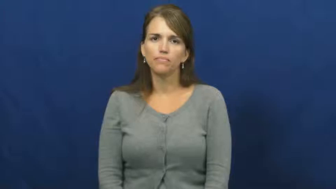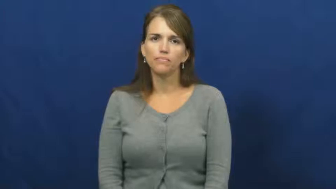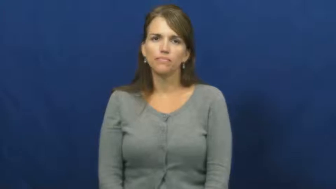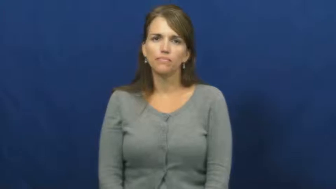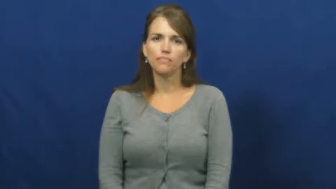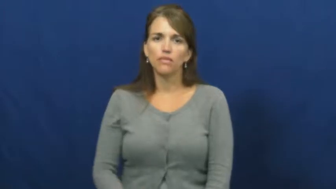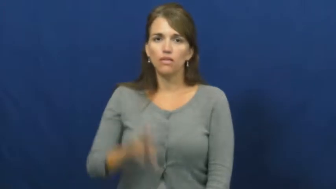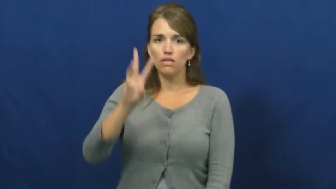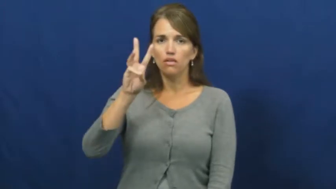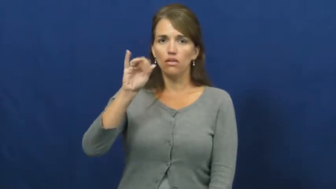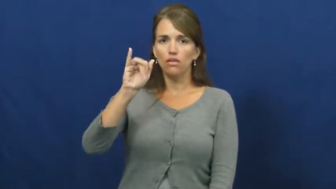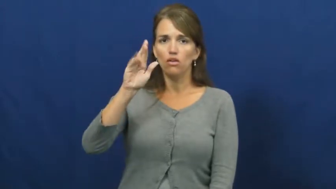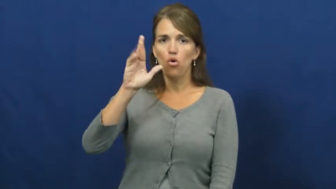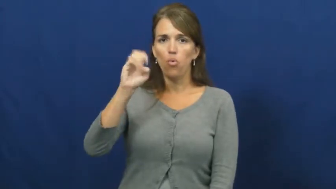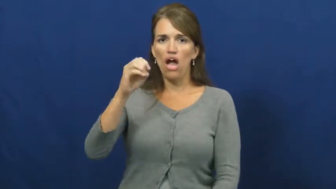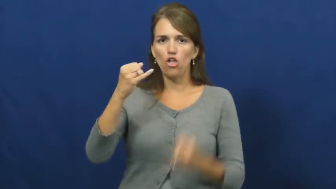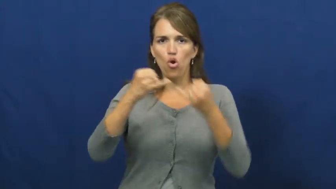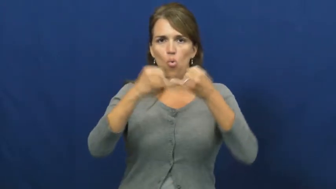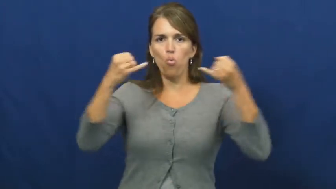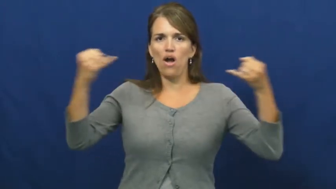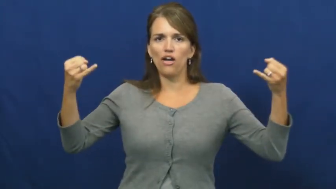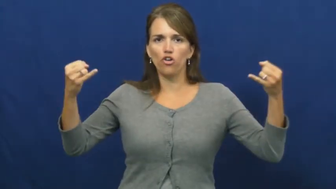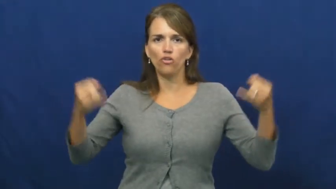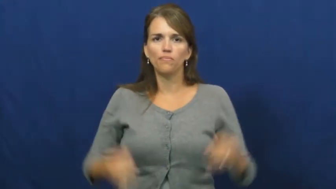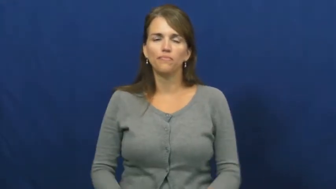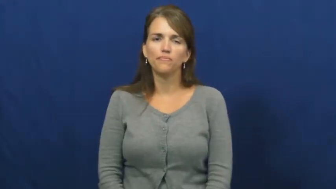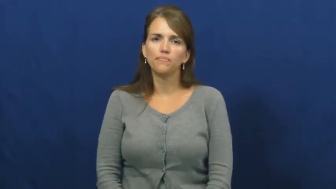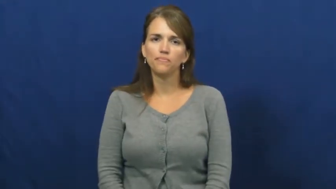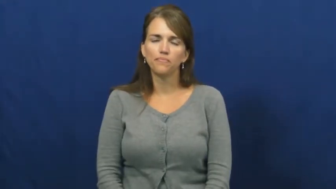wire